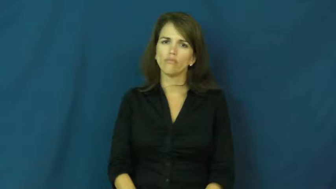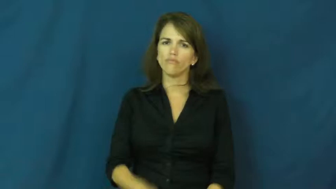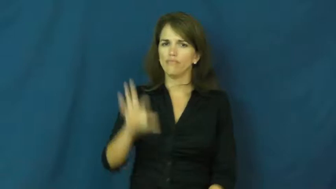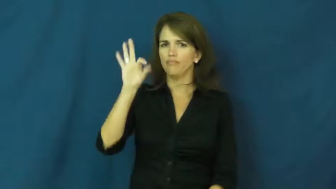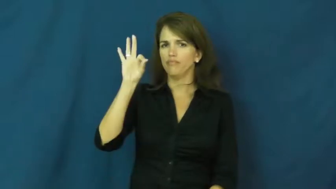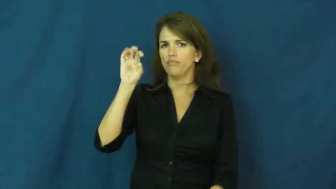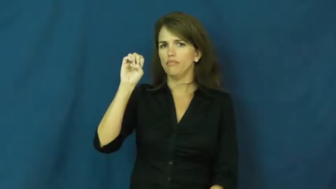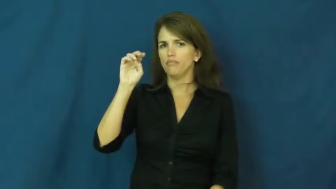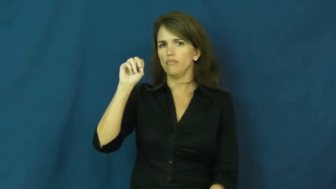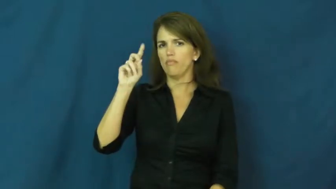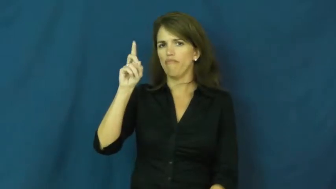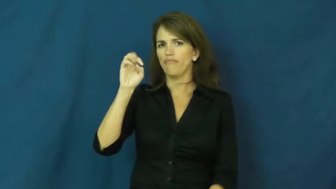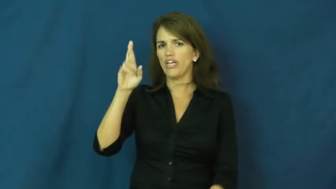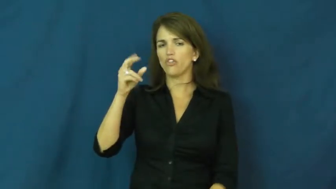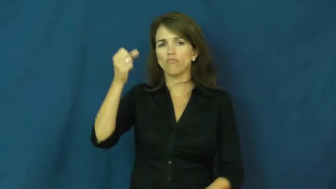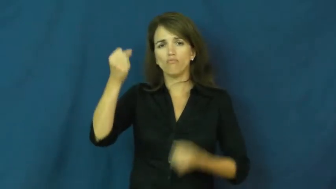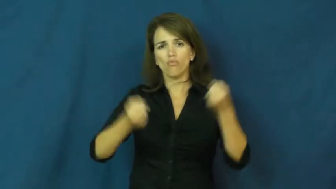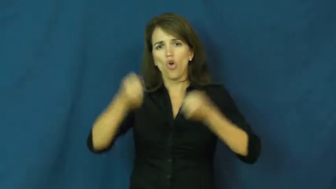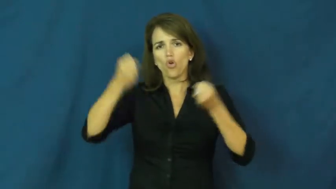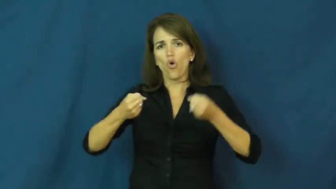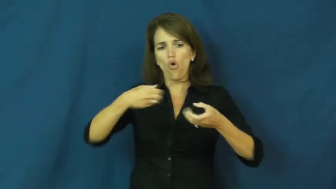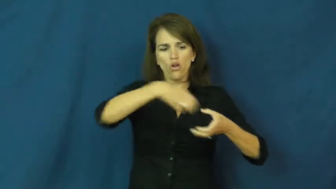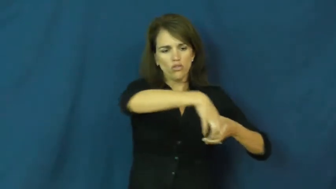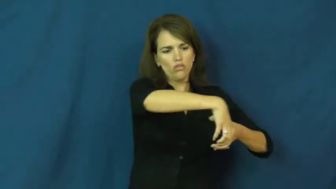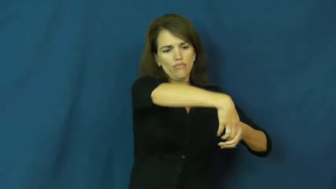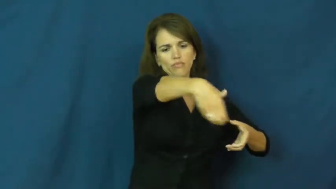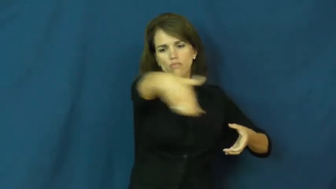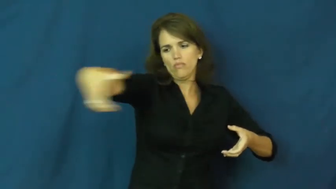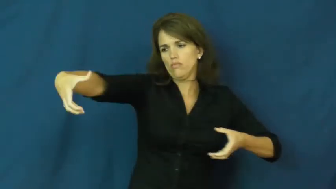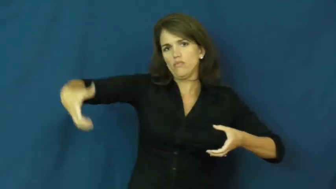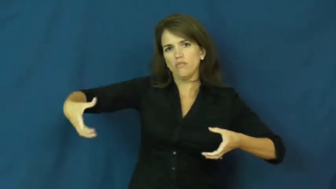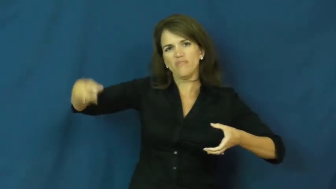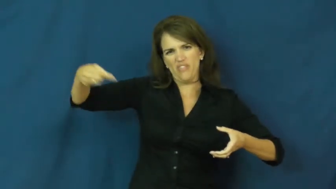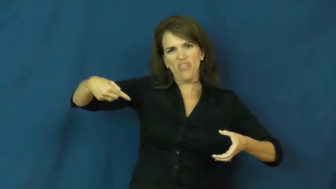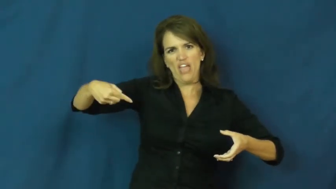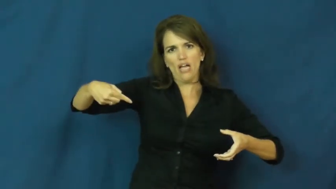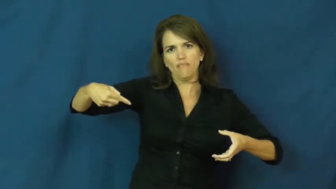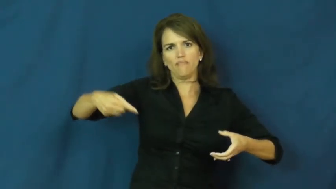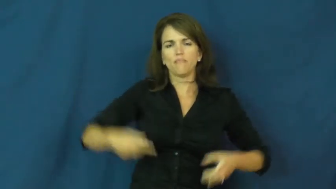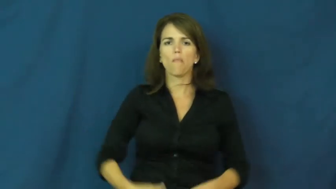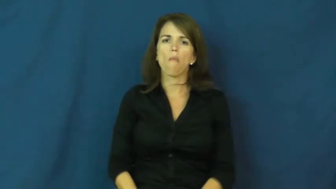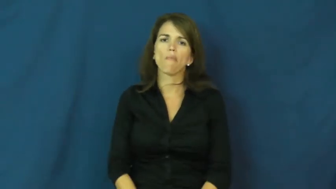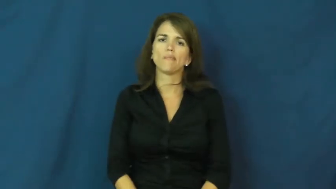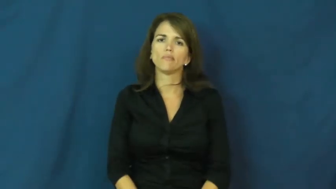fender-car